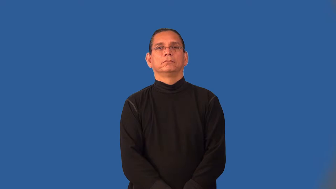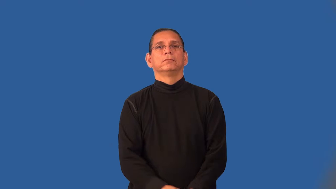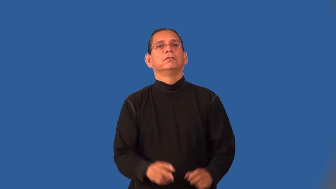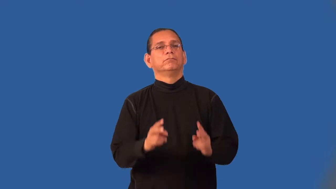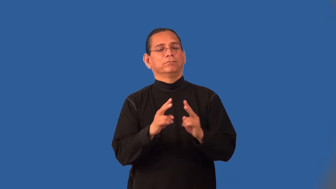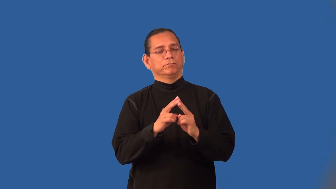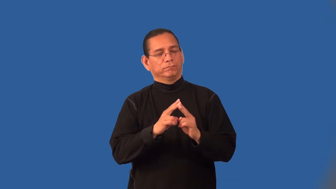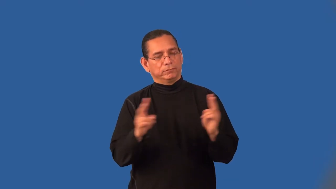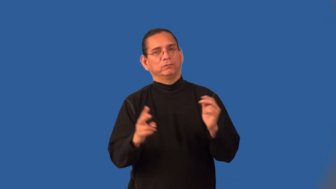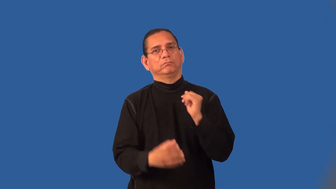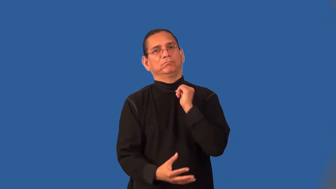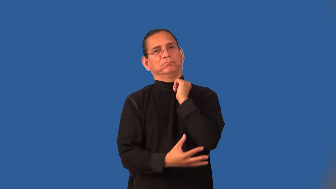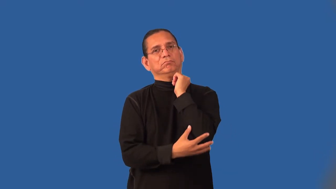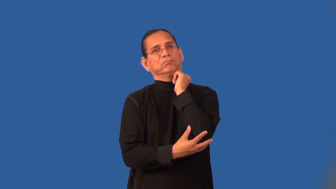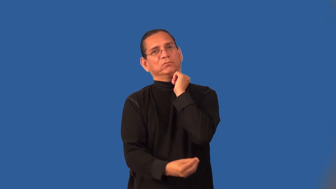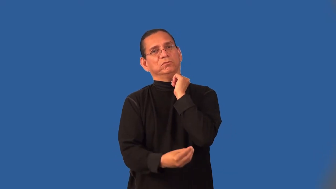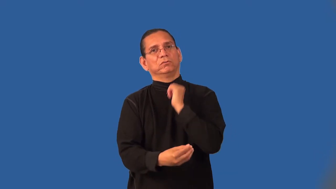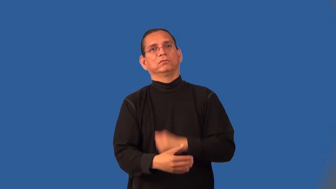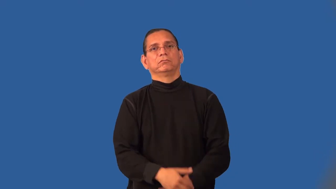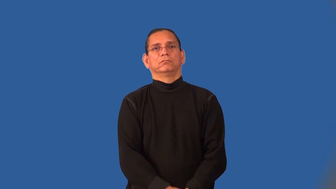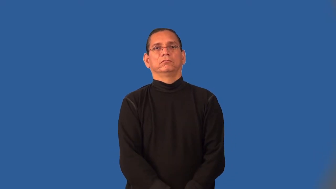indigent